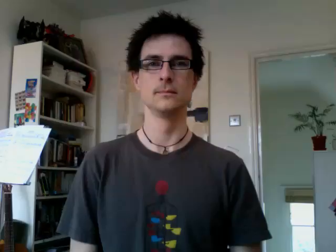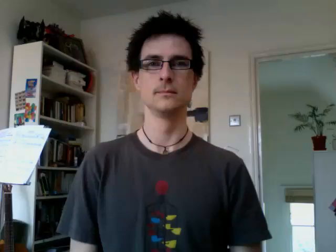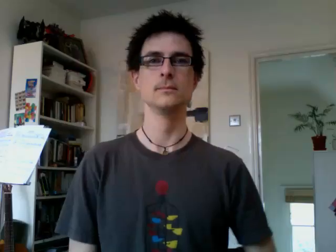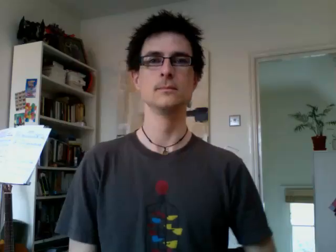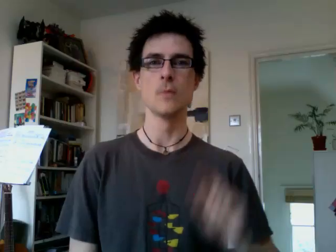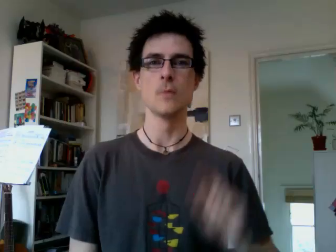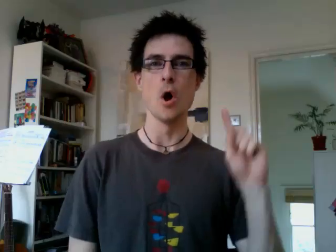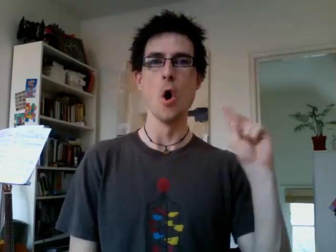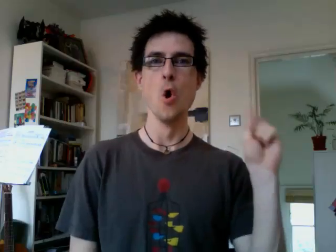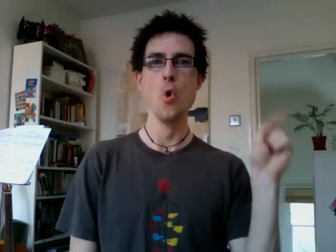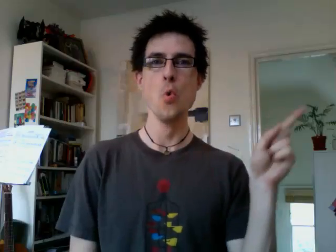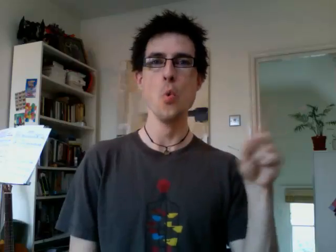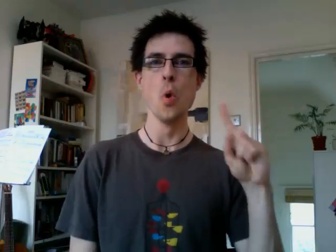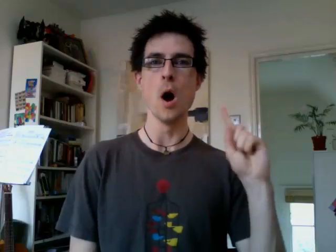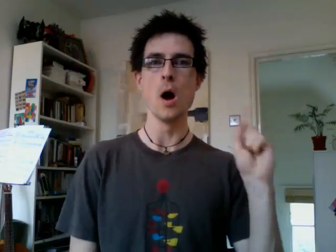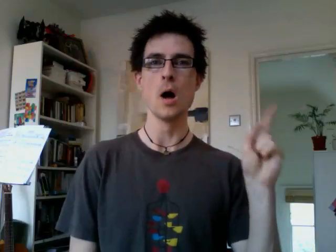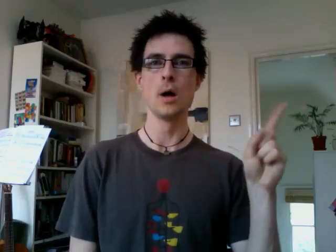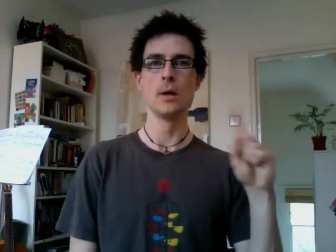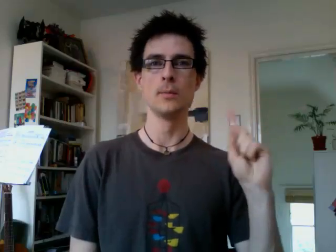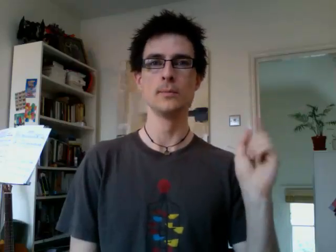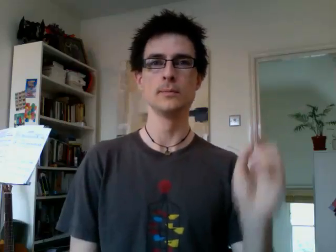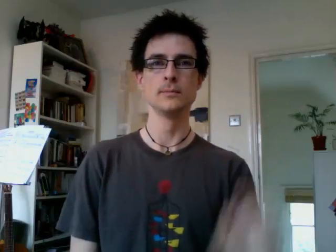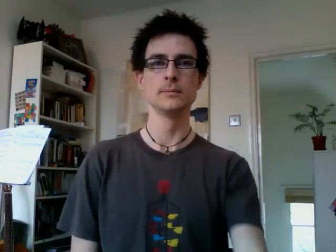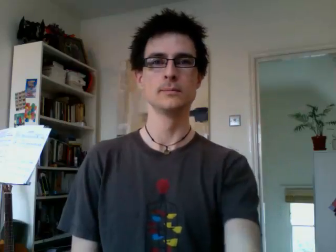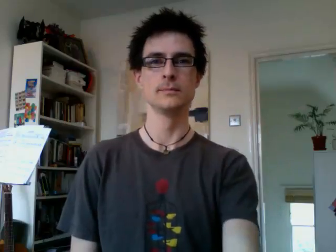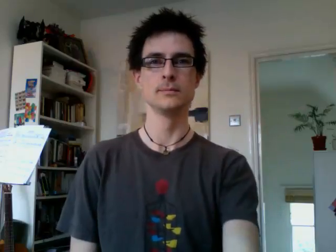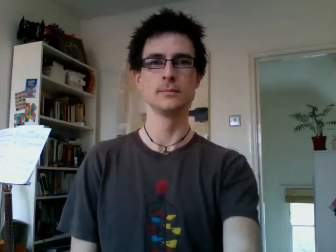who